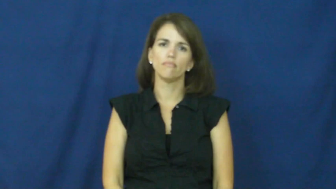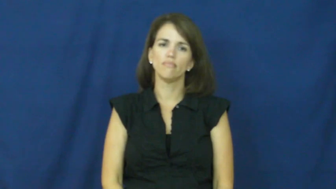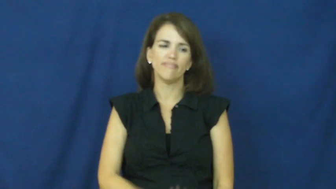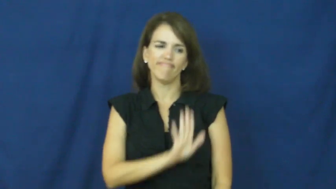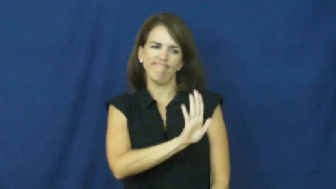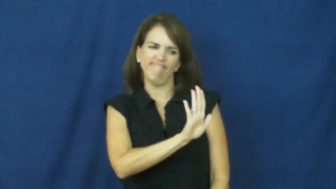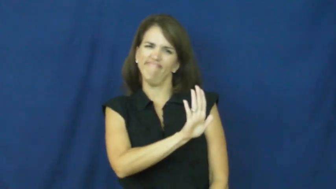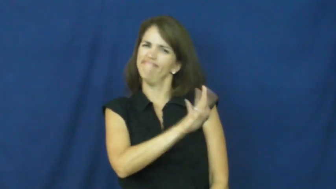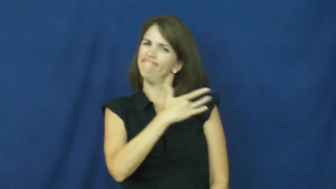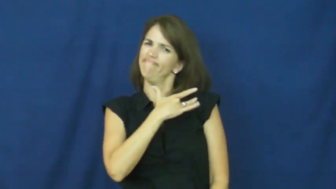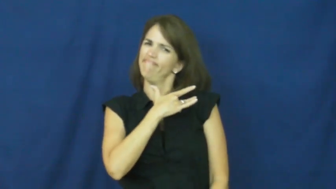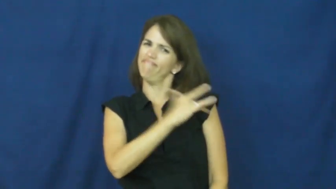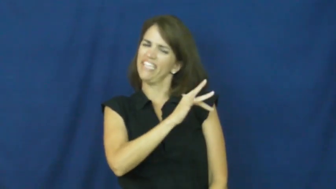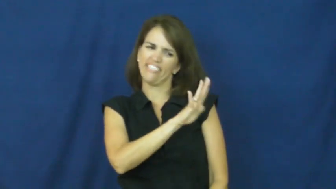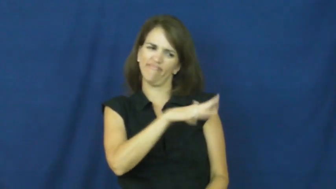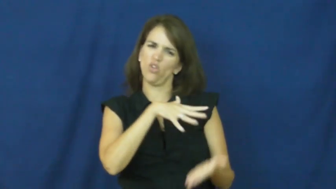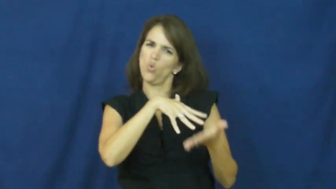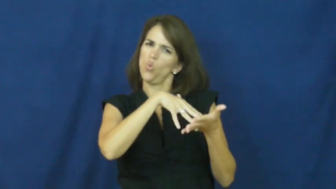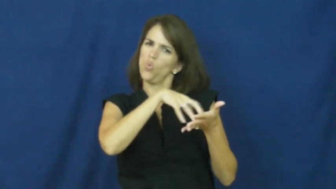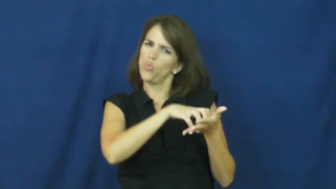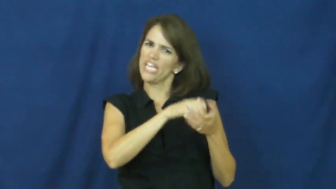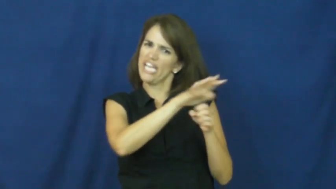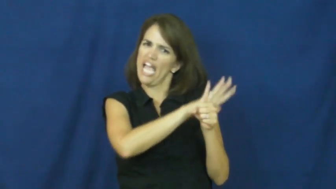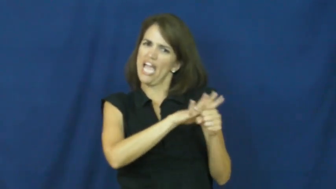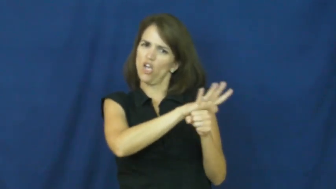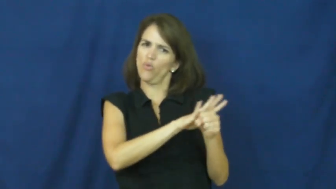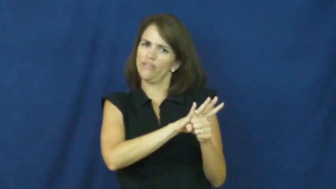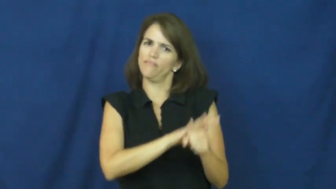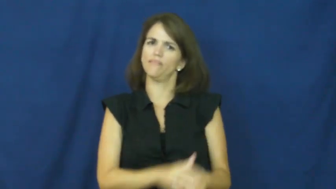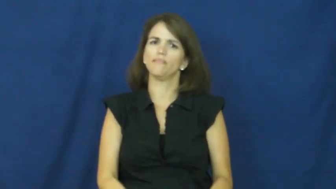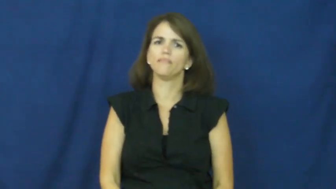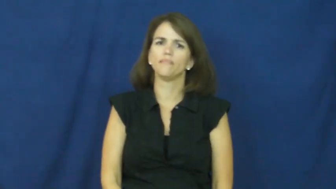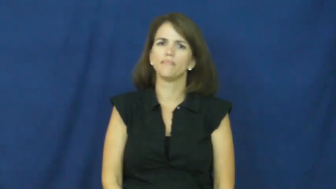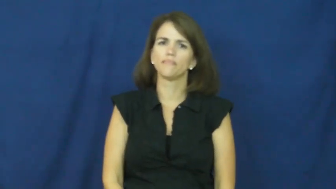"achilles heel"